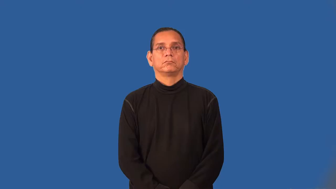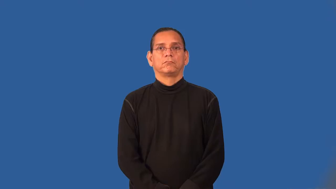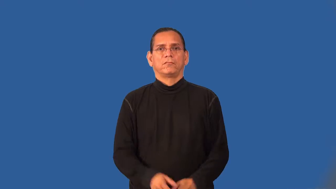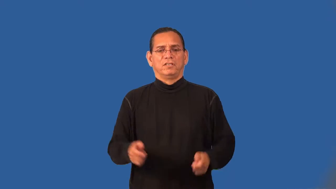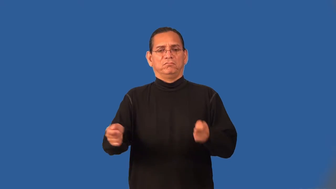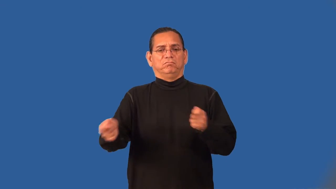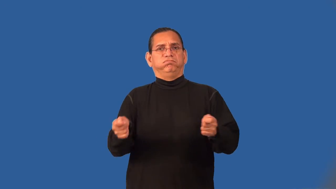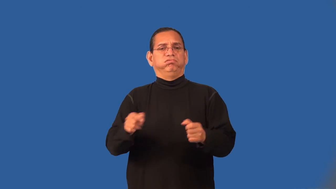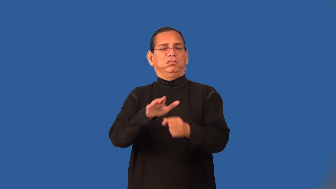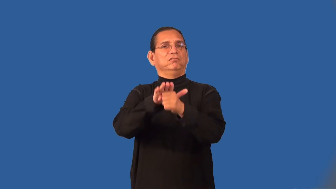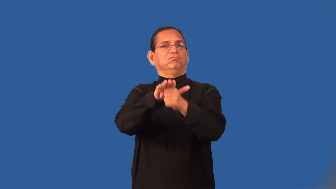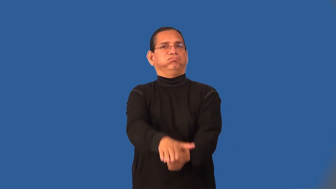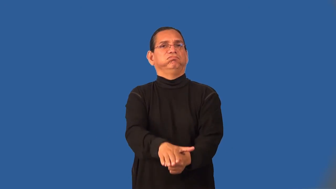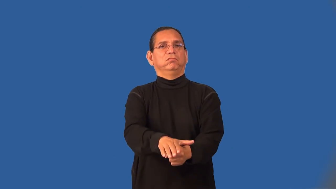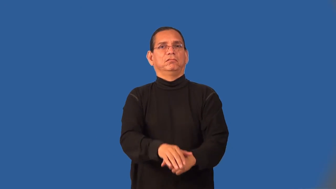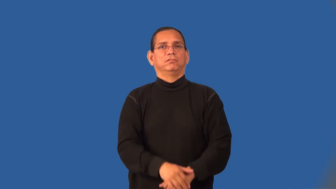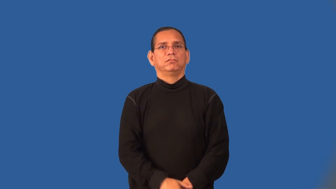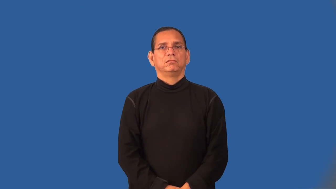tyrannize